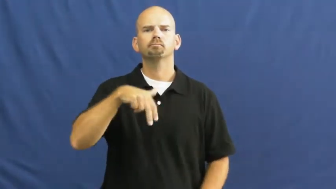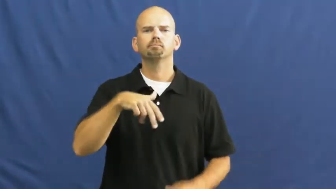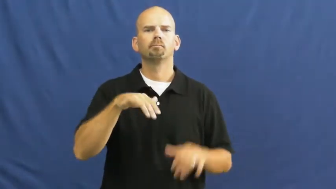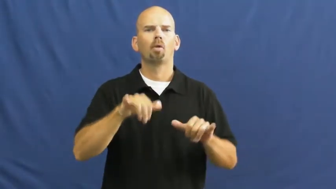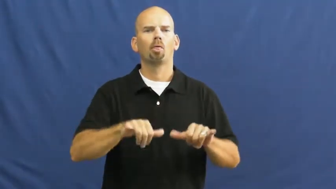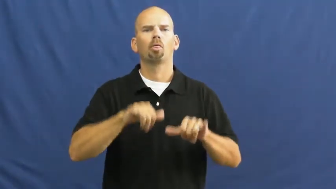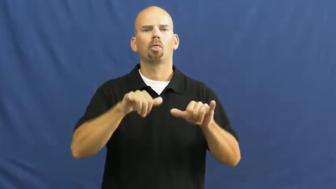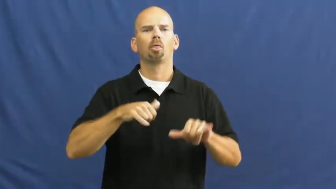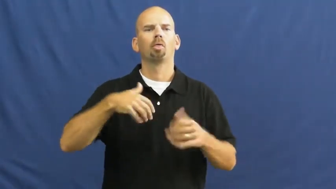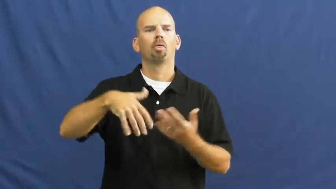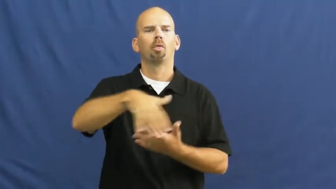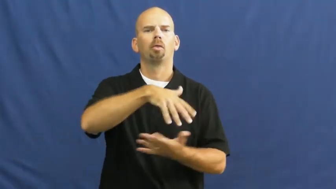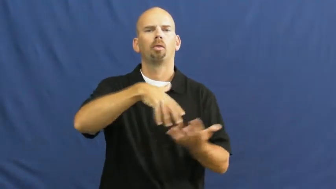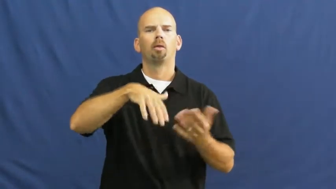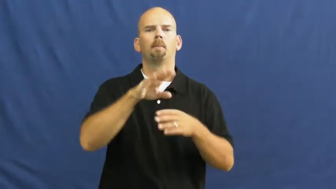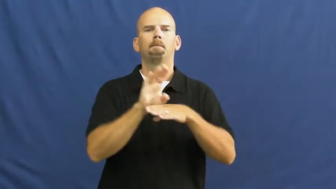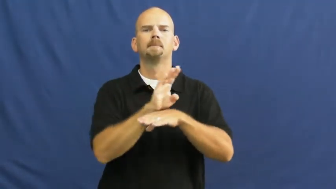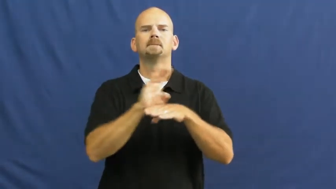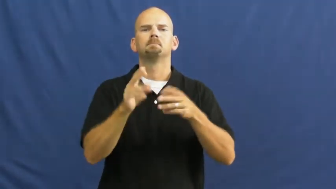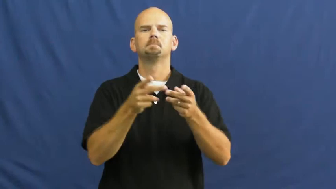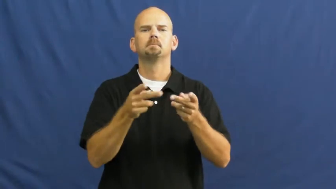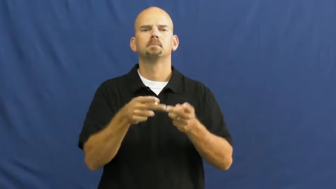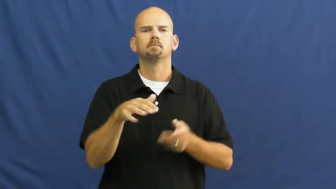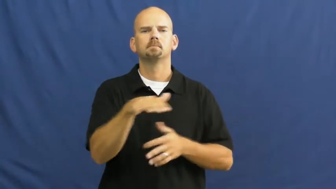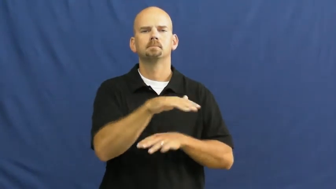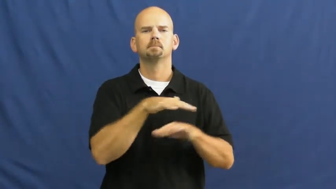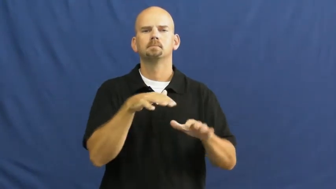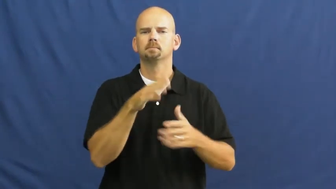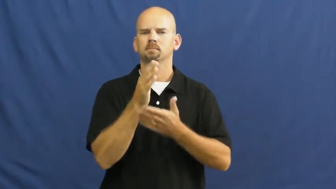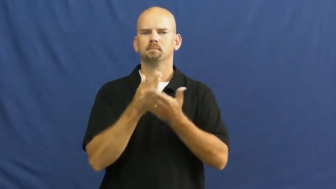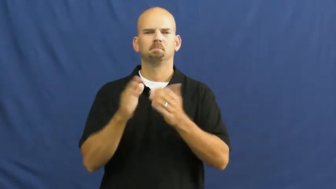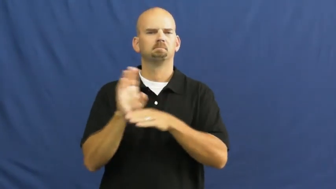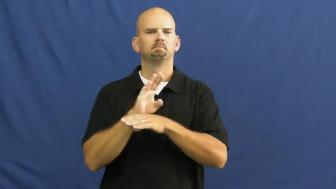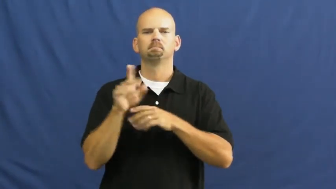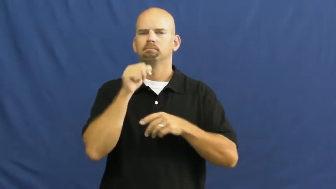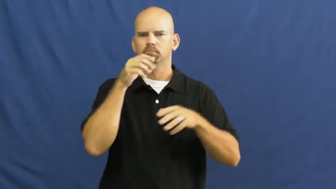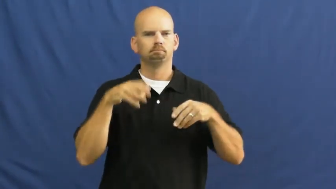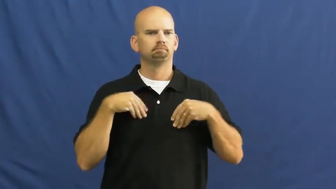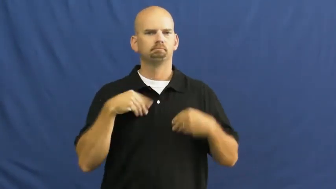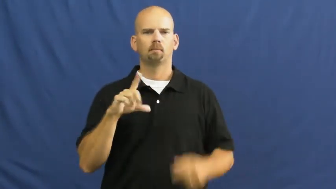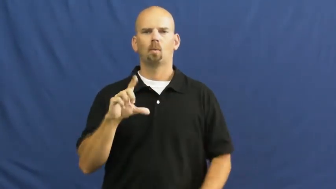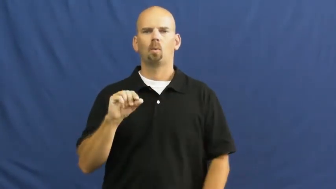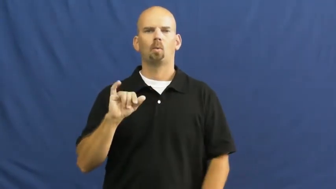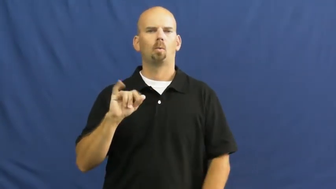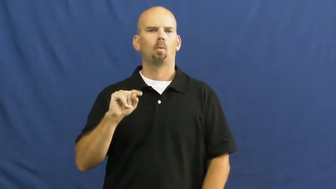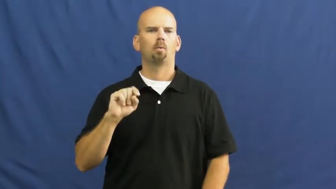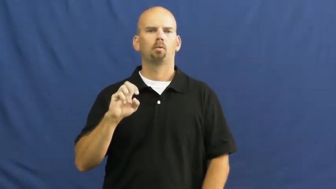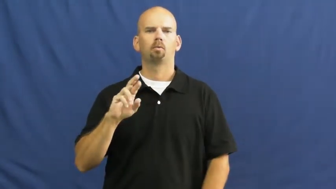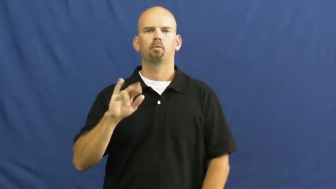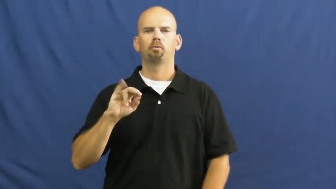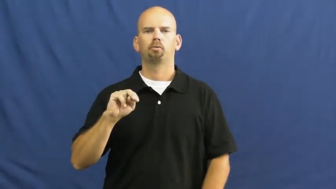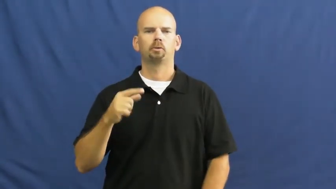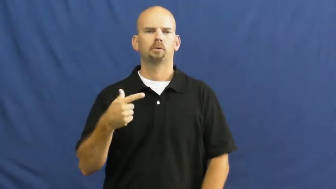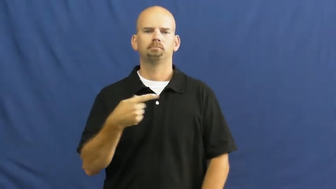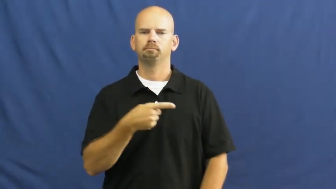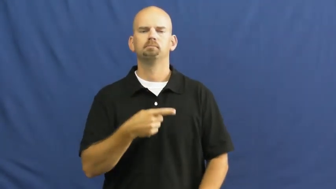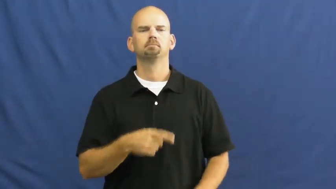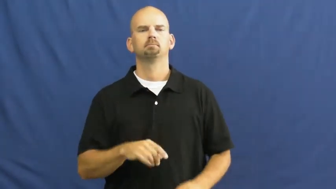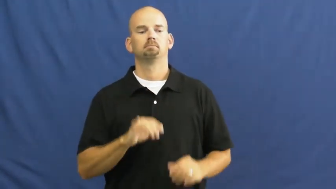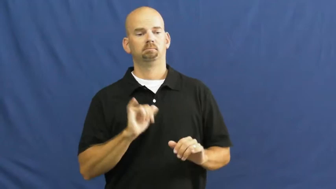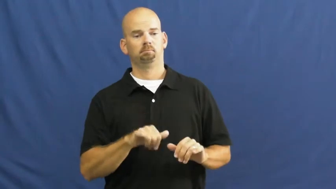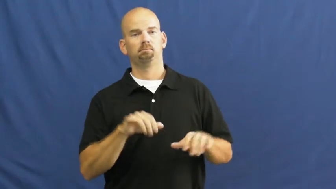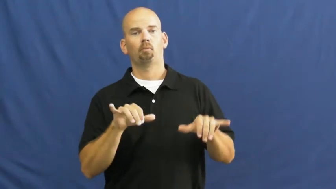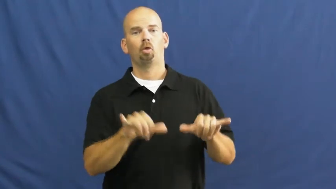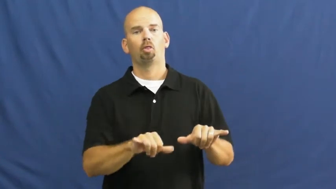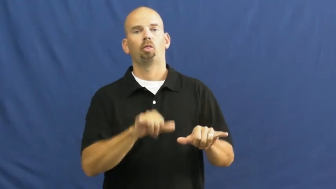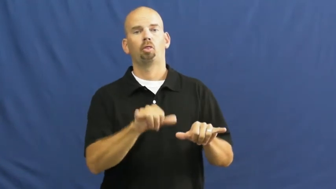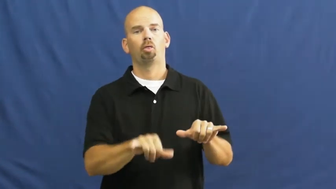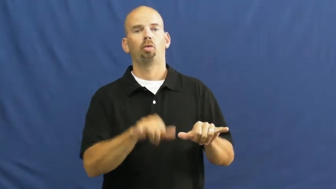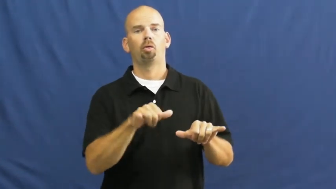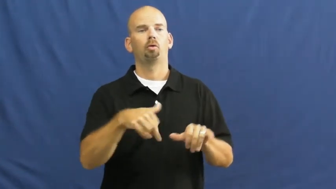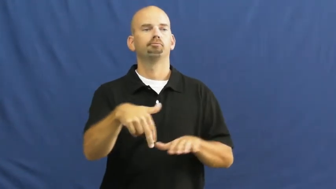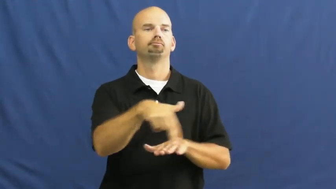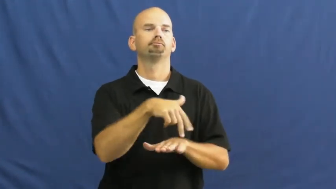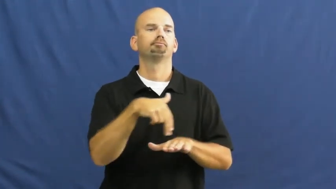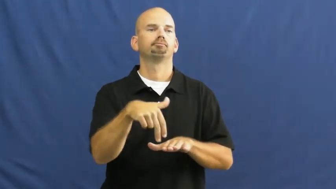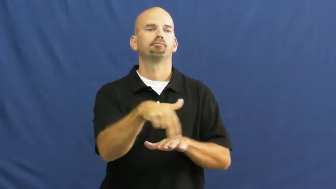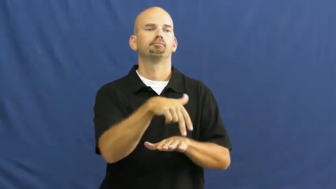loiter,hang around